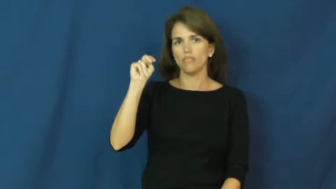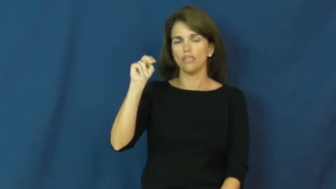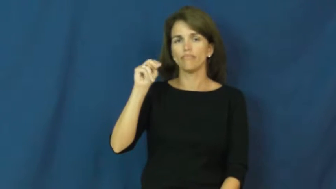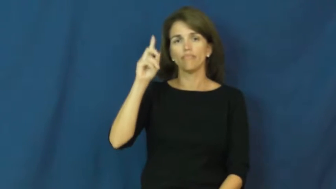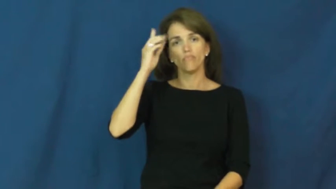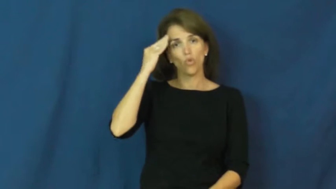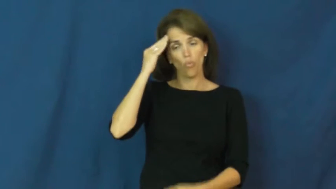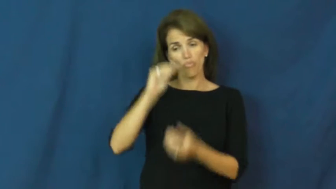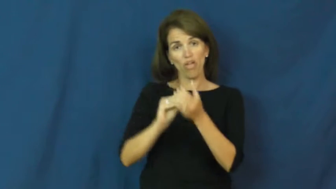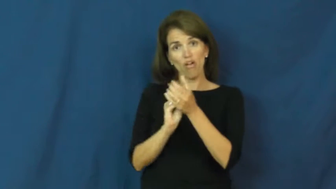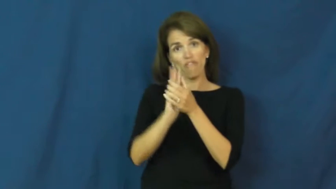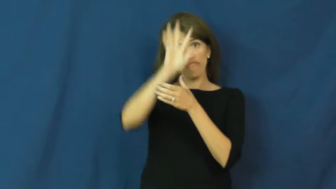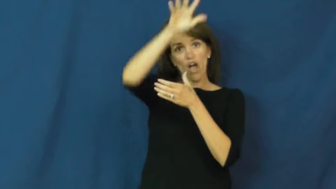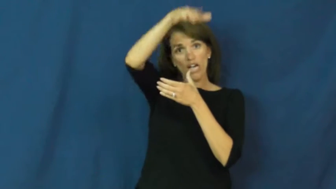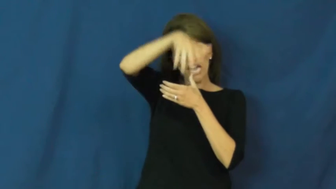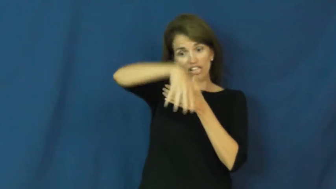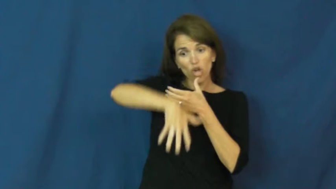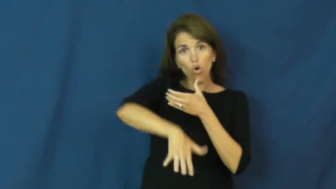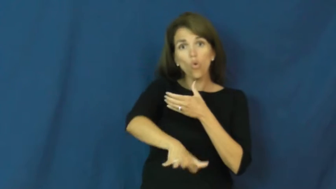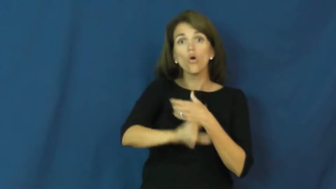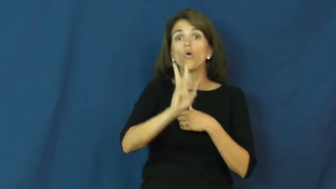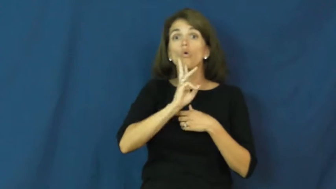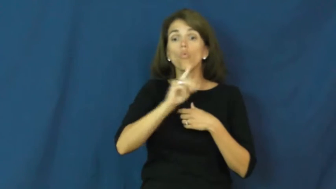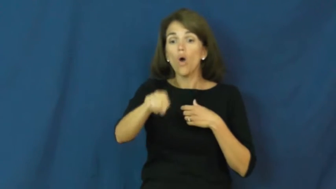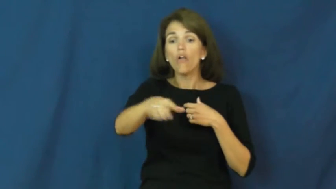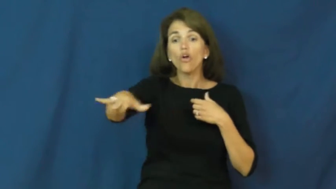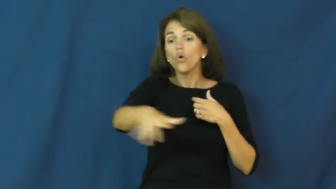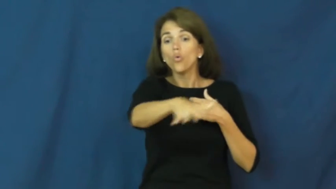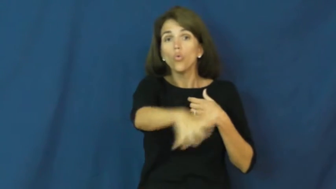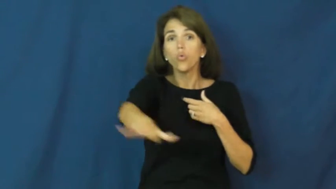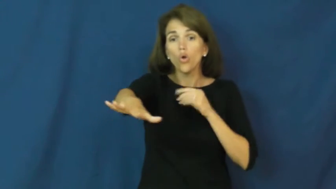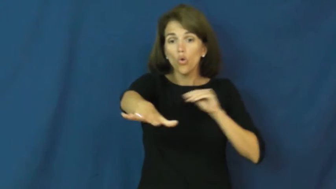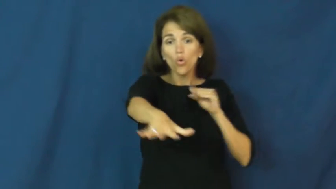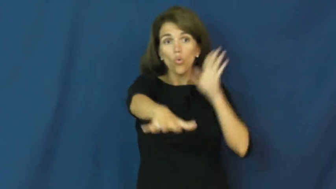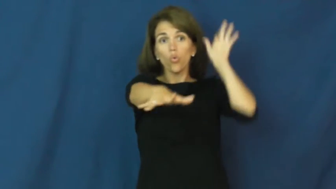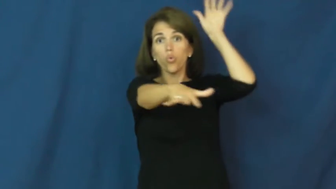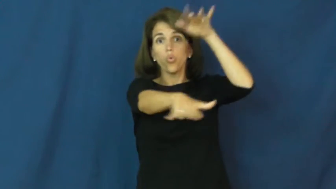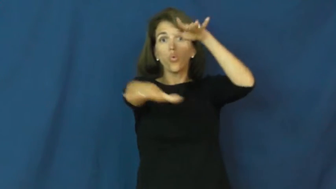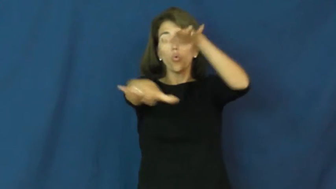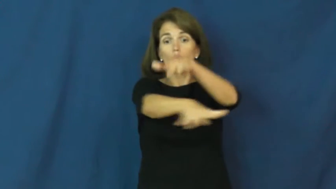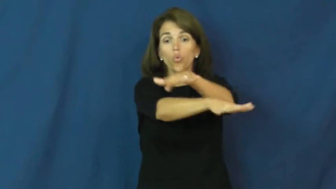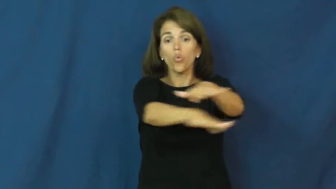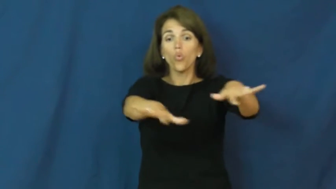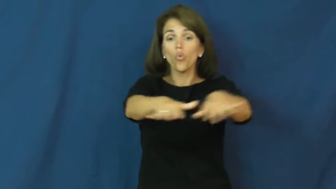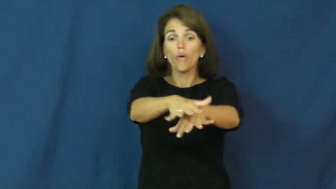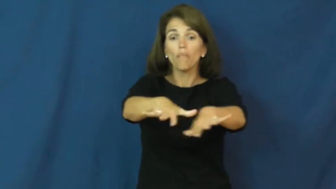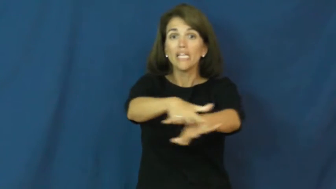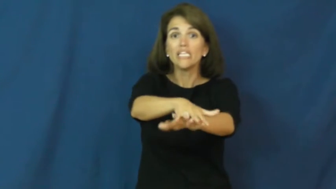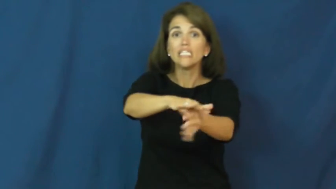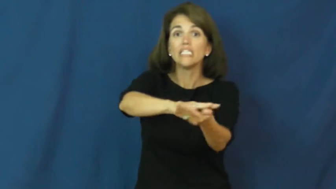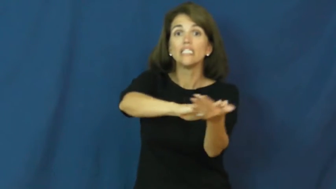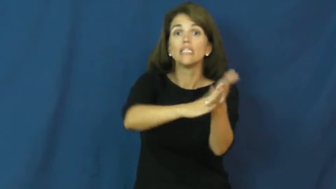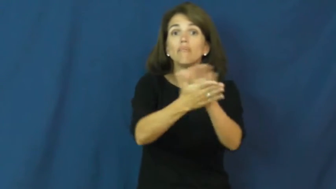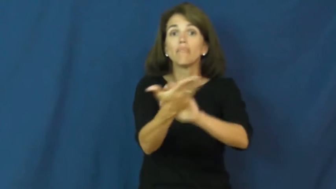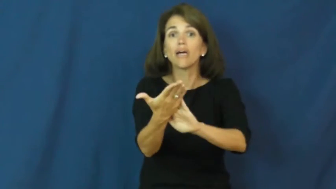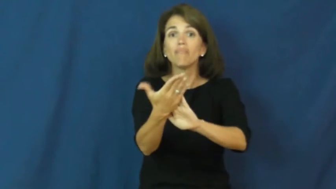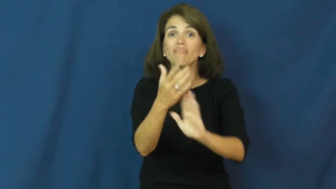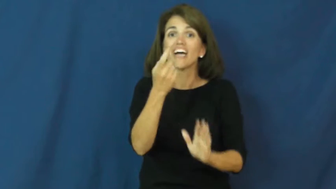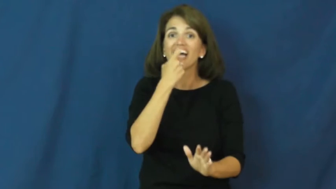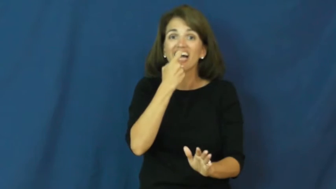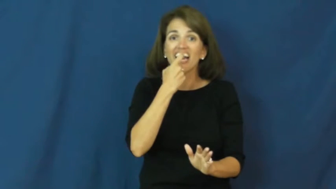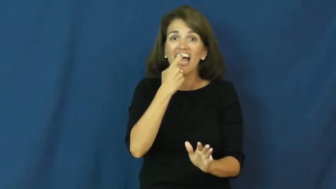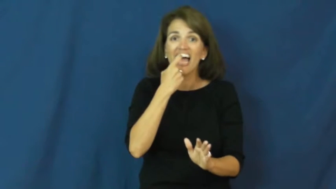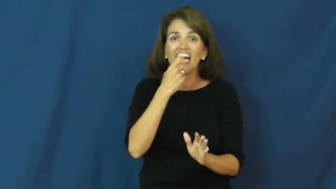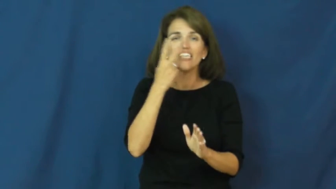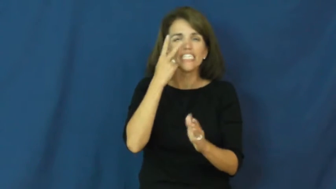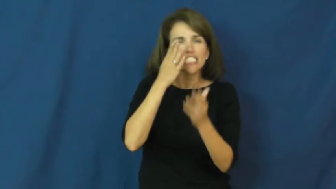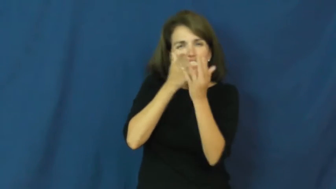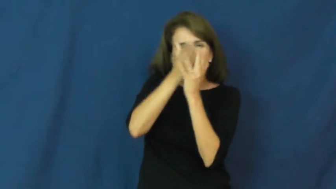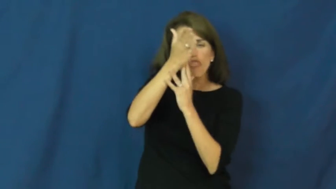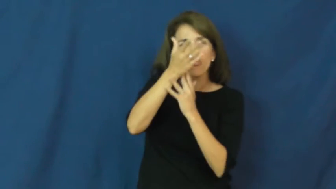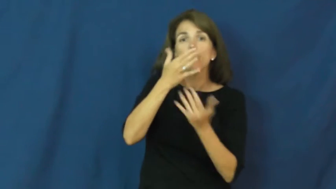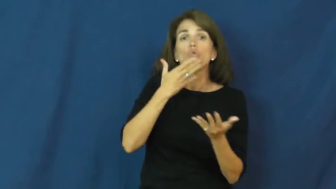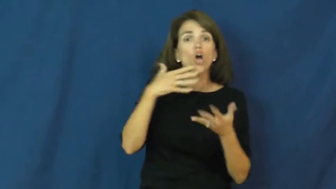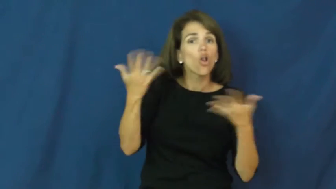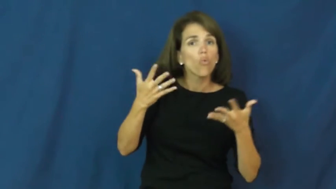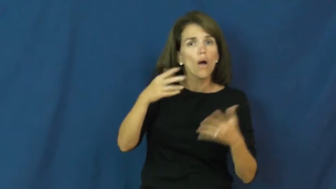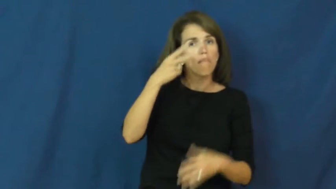obsidian